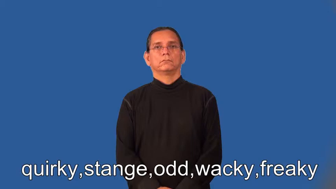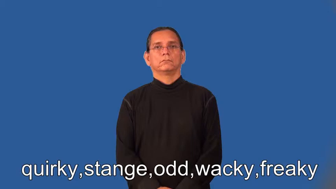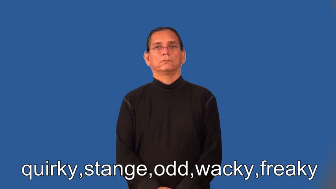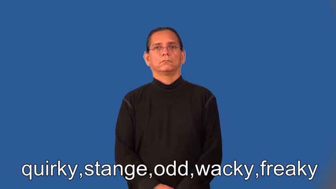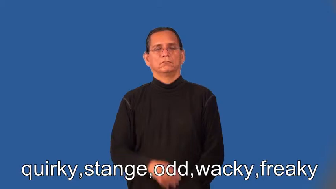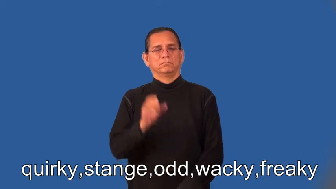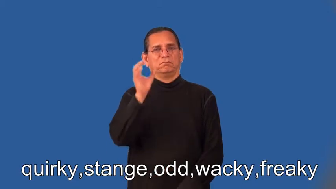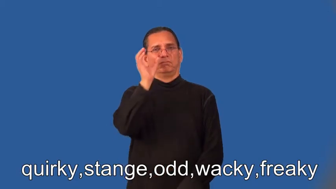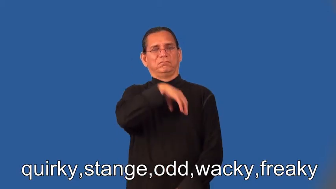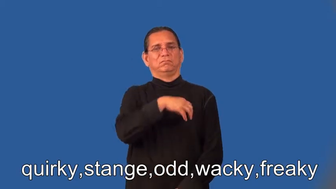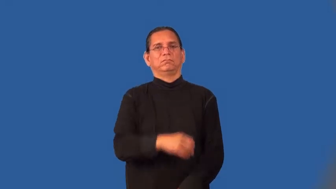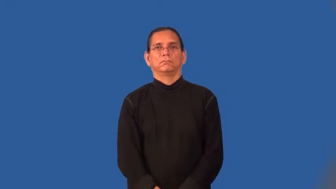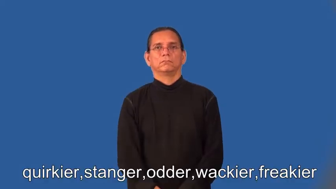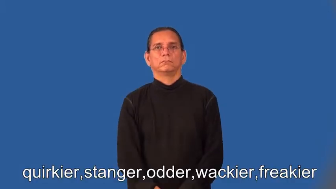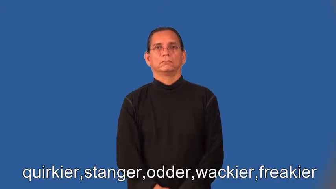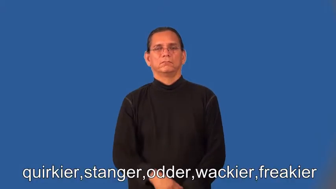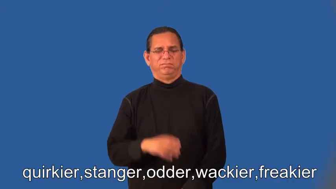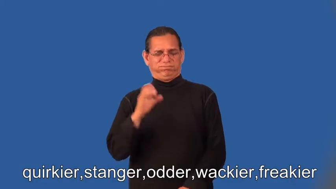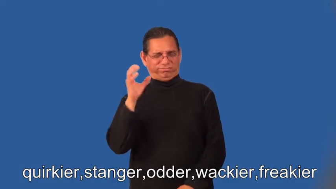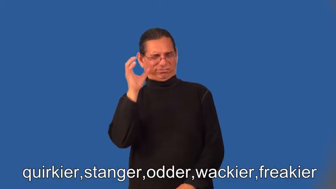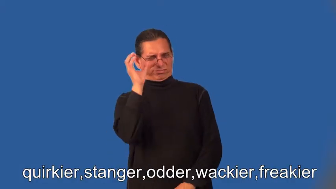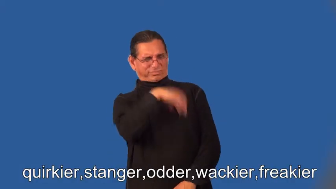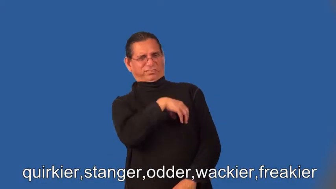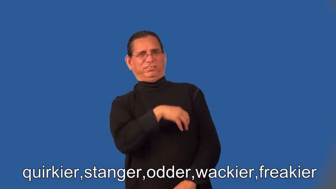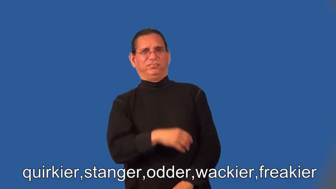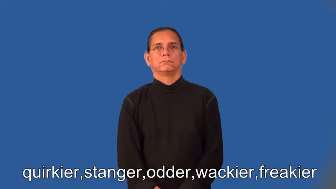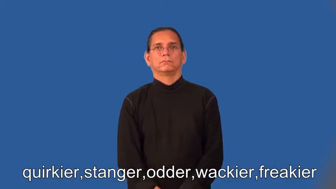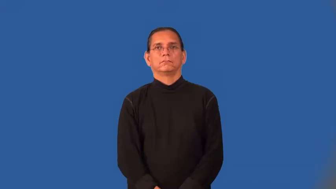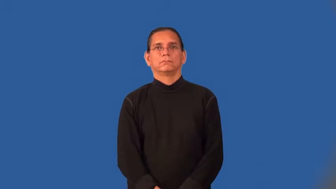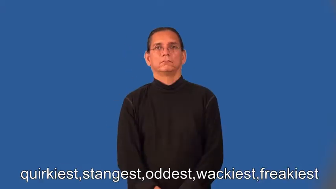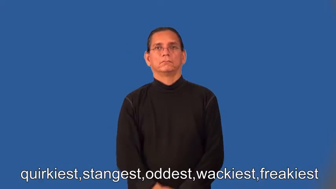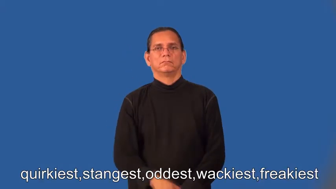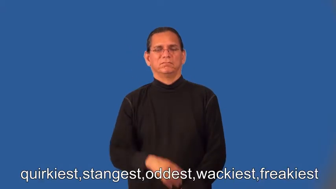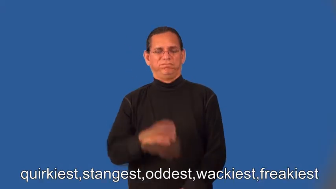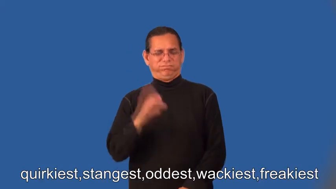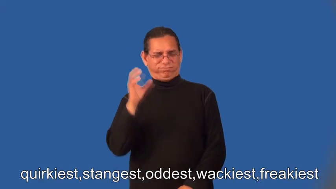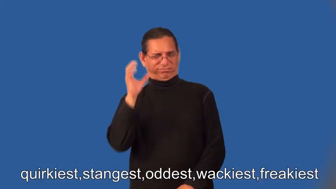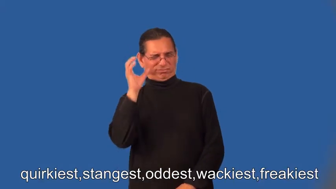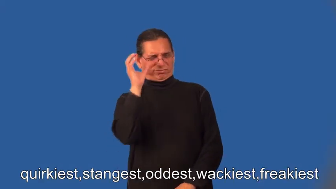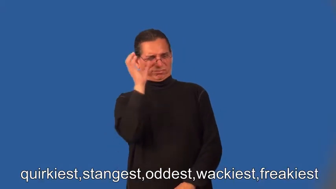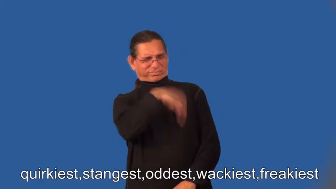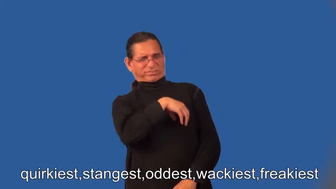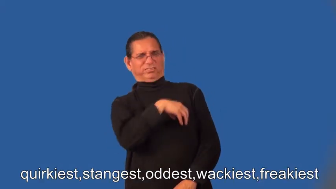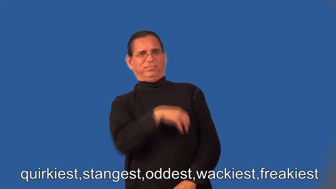quirkier,stranger,odder,wackier,freakier,quirkiest,strangest,oddest,wackiest,freakiest